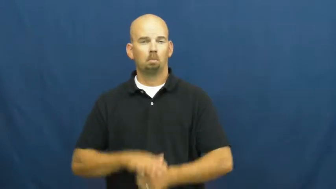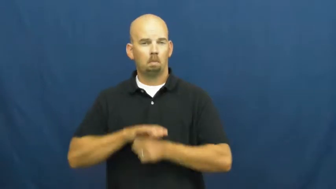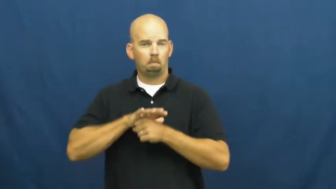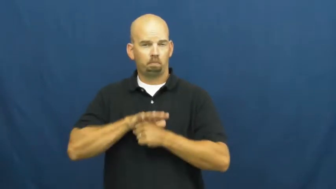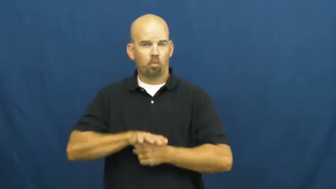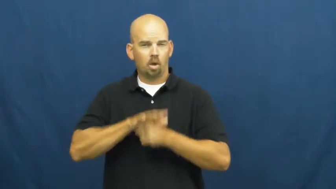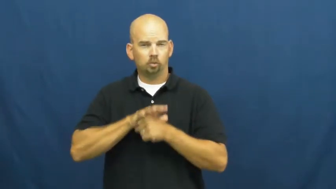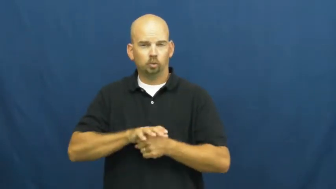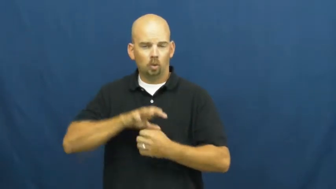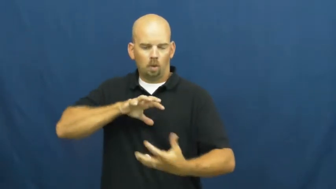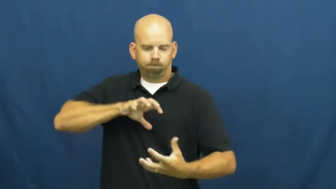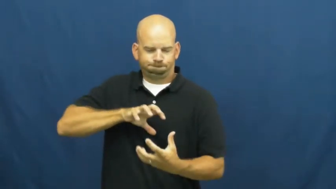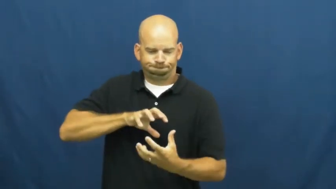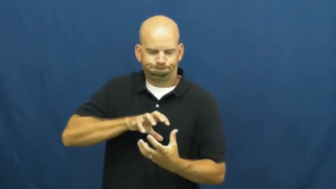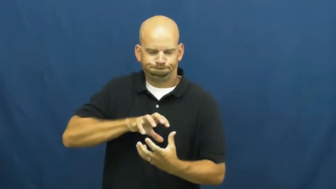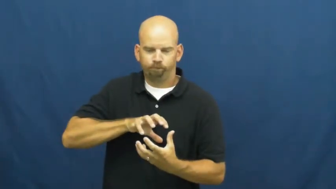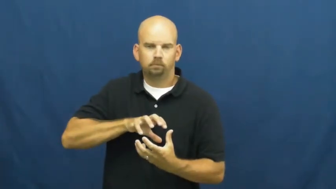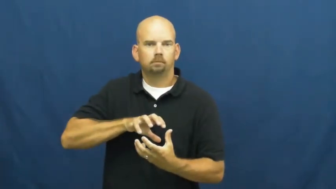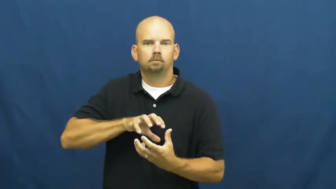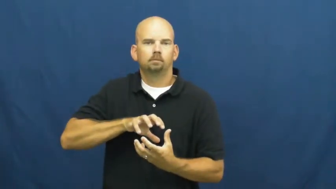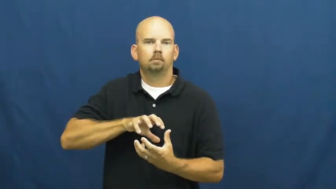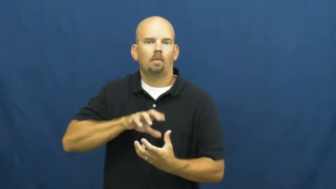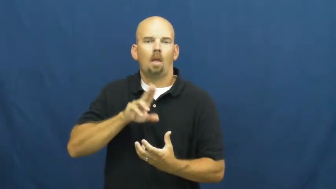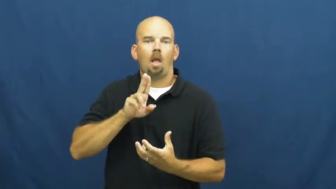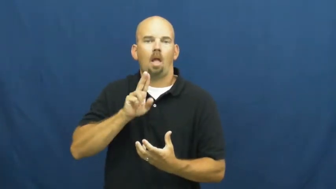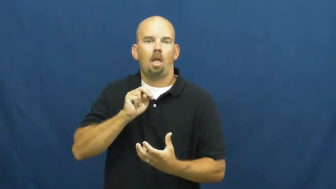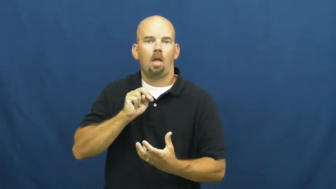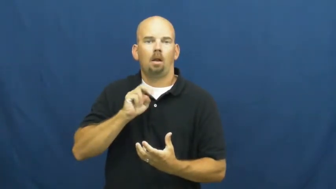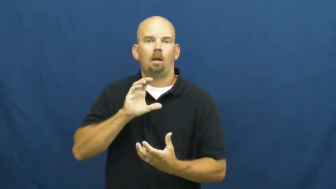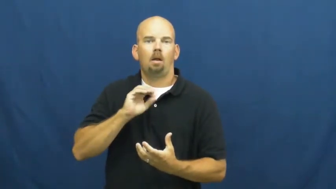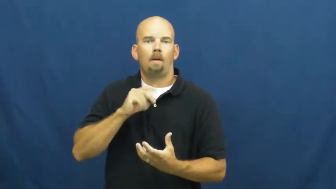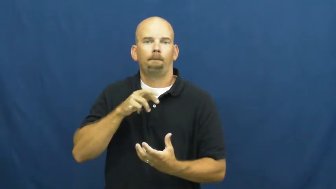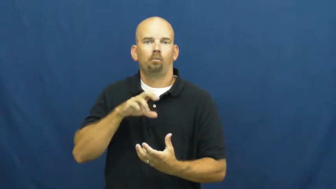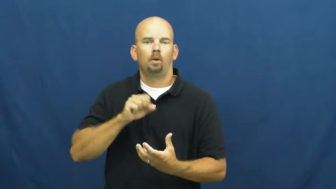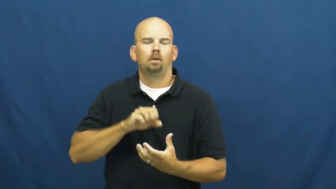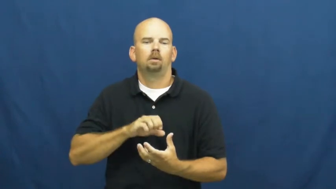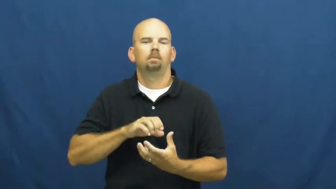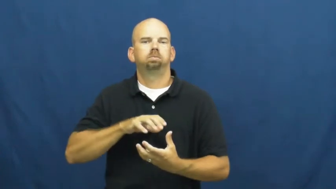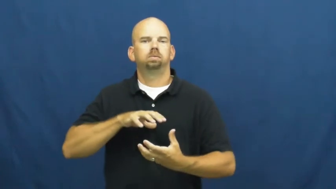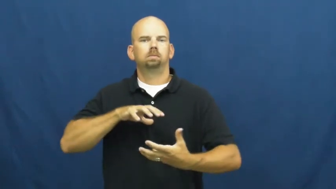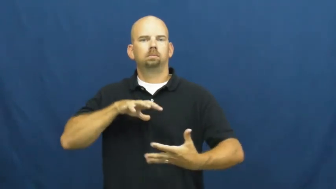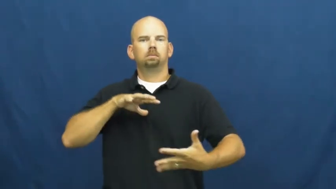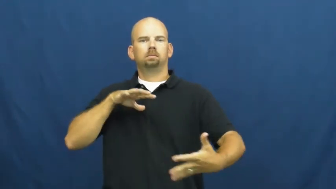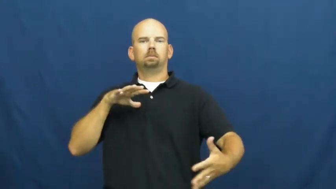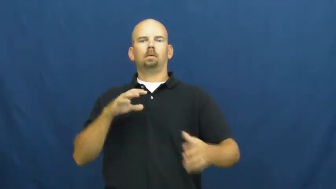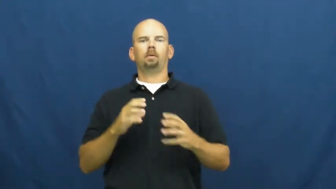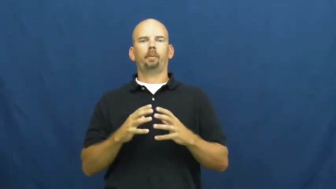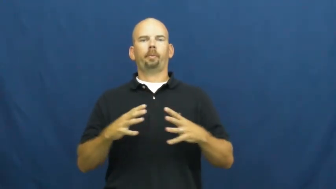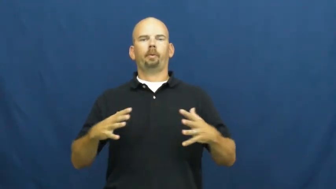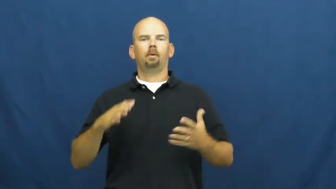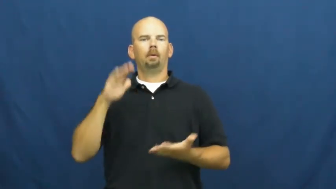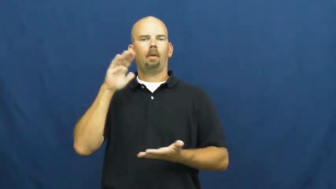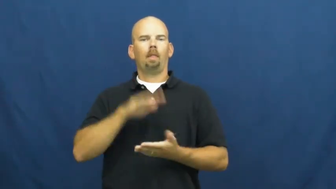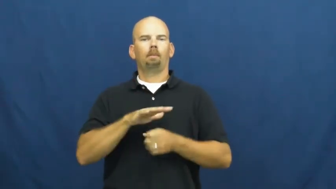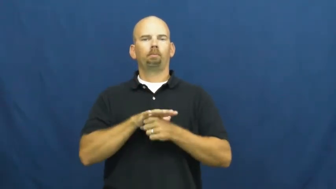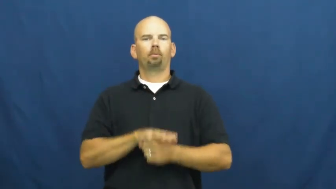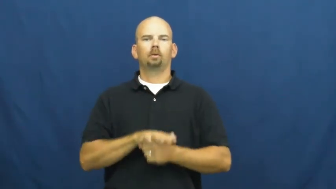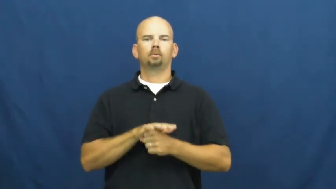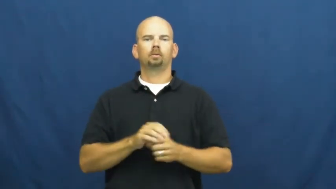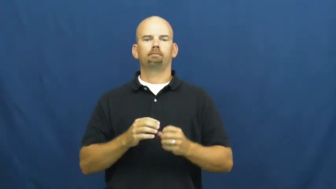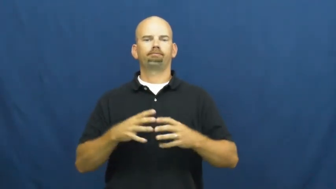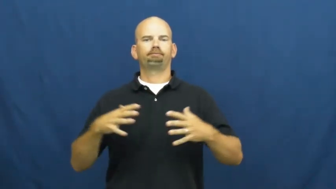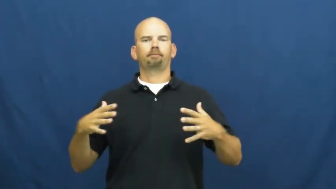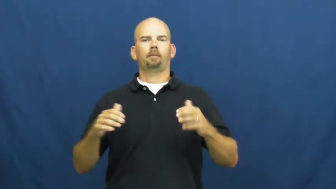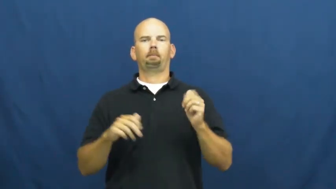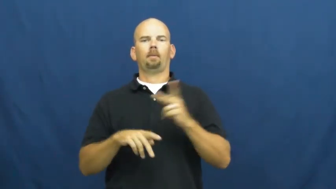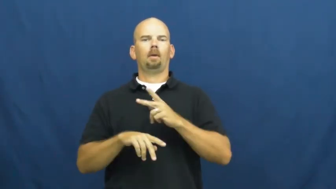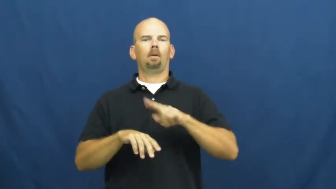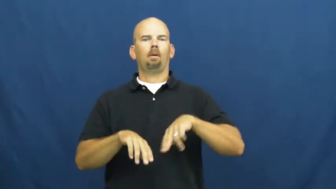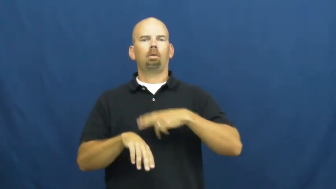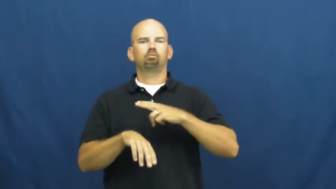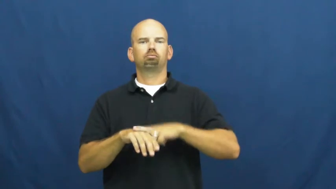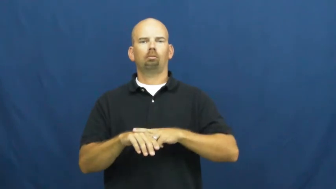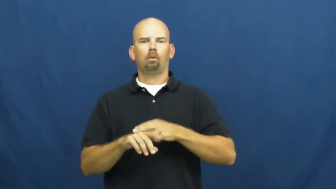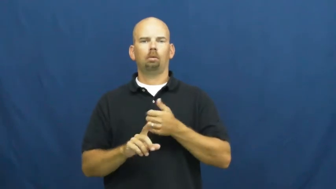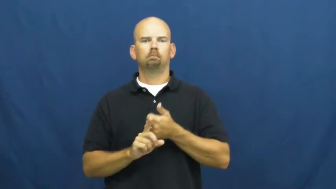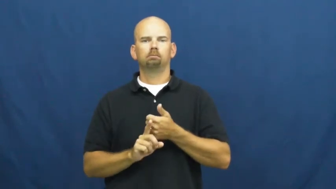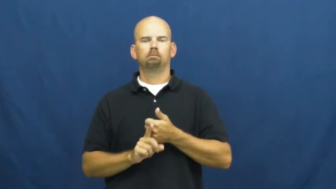uncompress